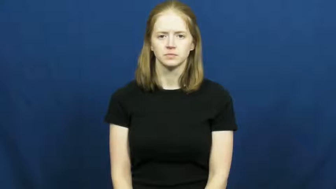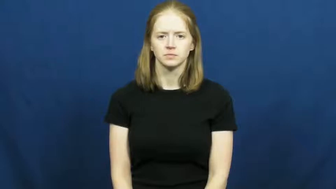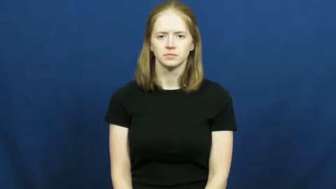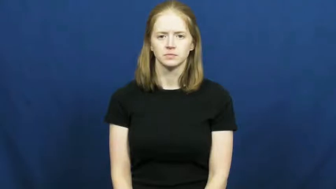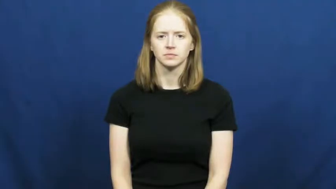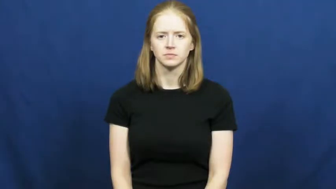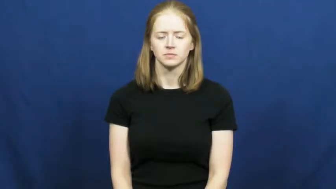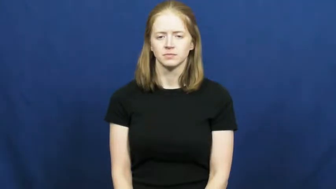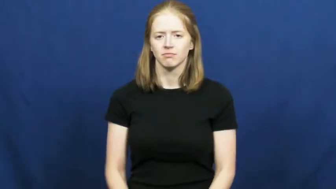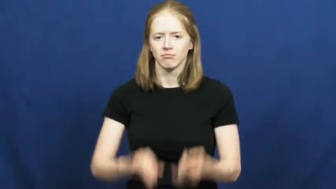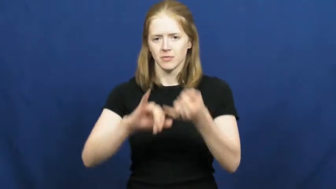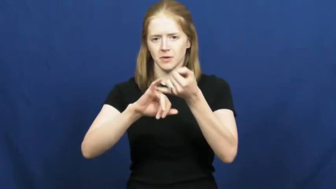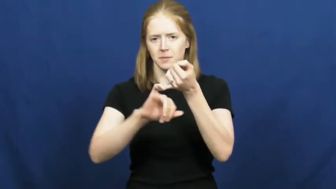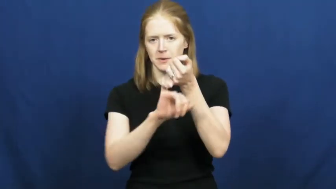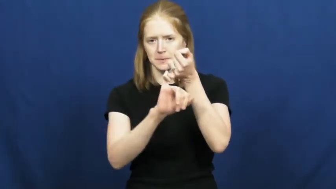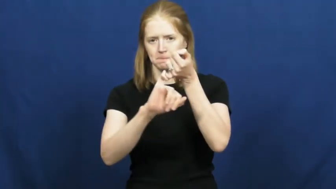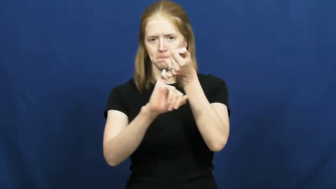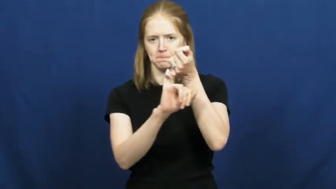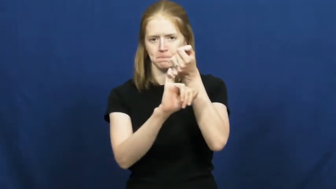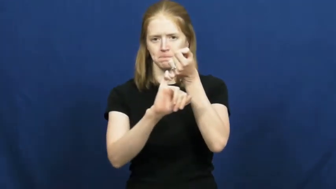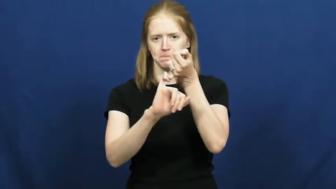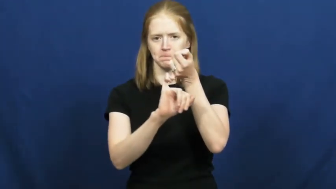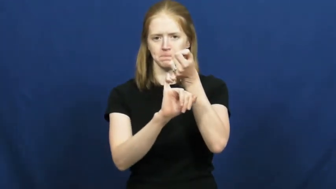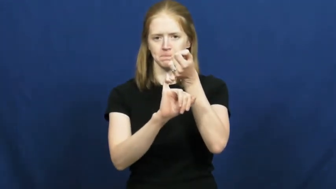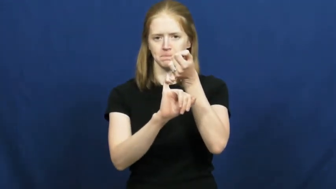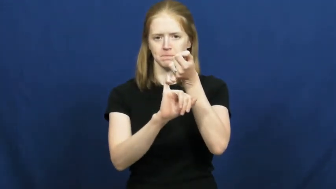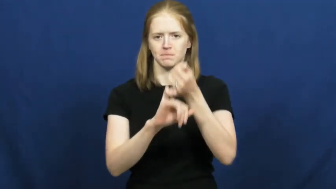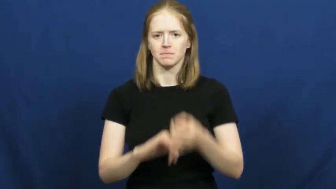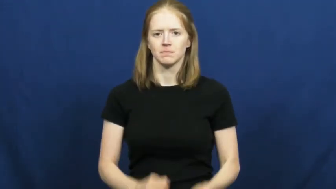opossum